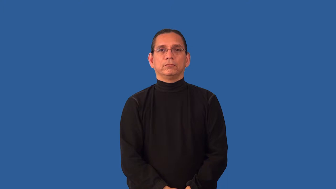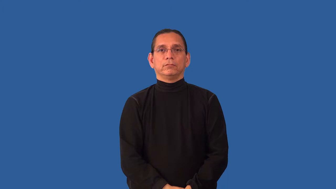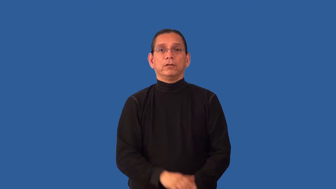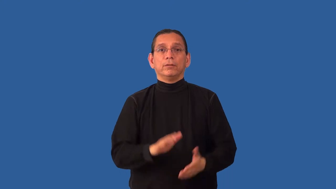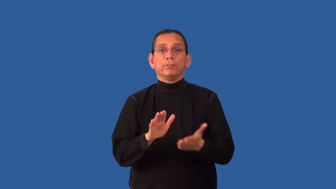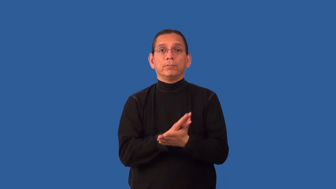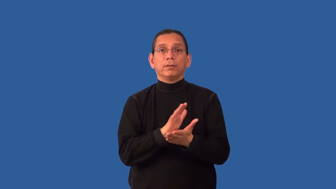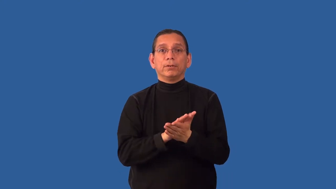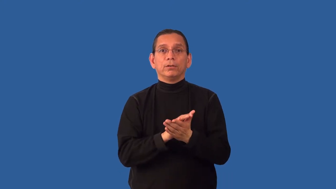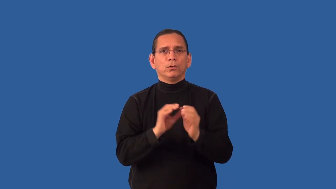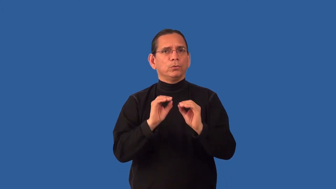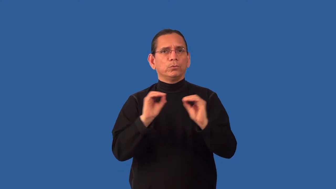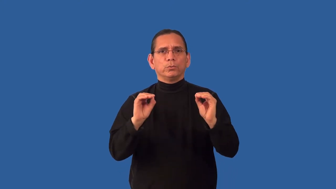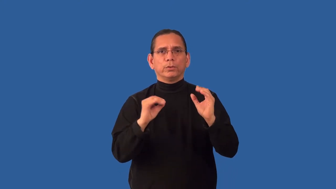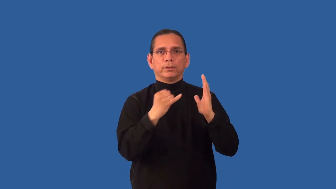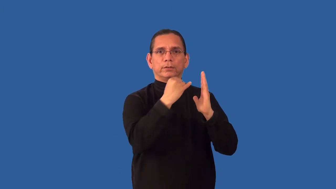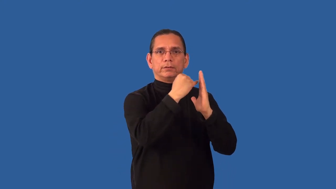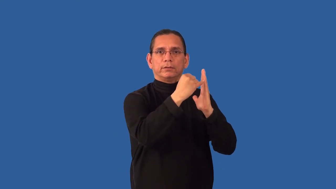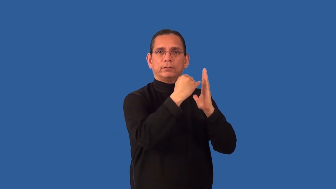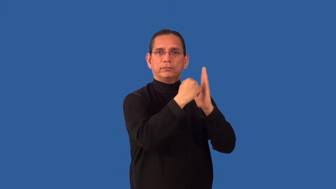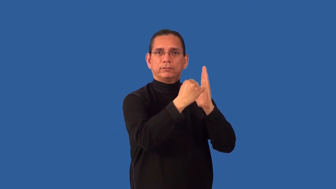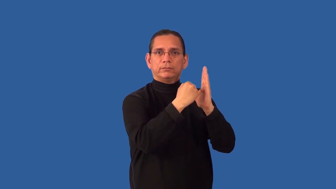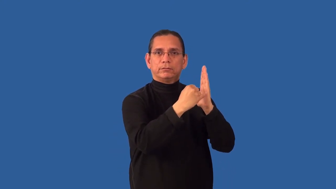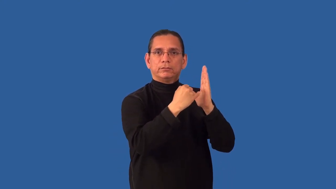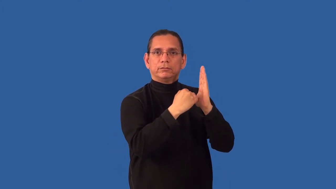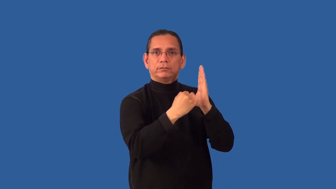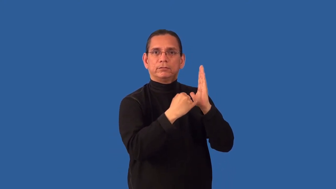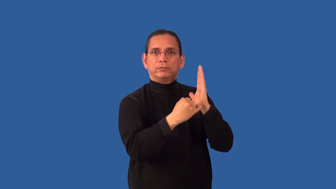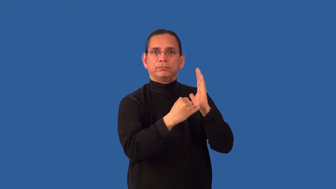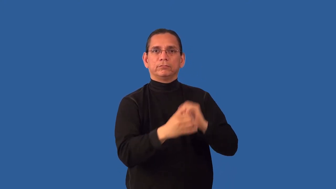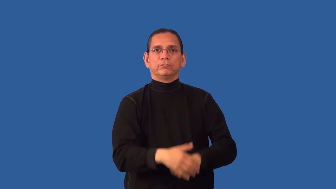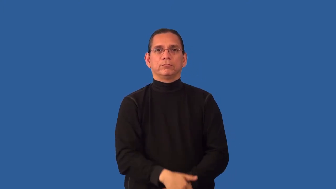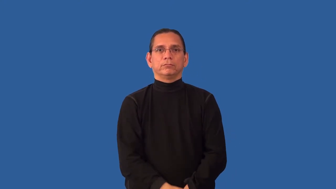unlined-paper